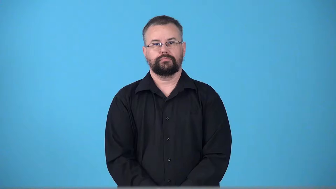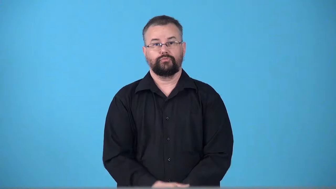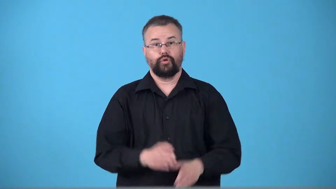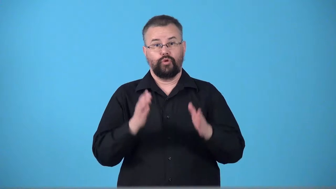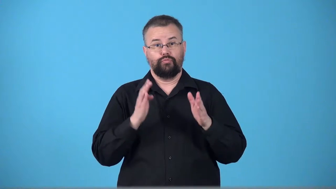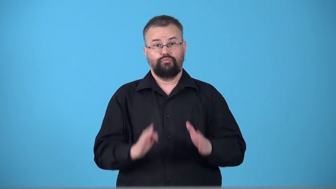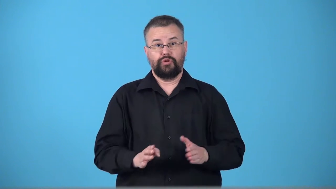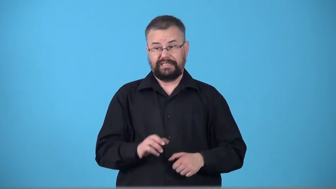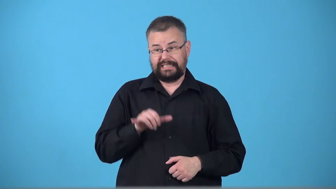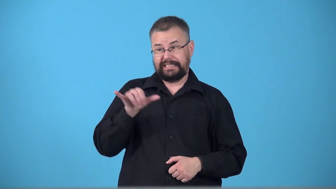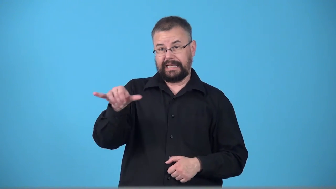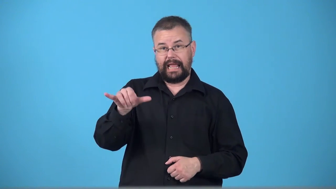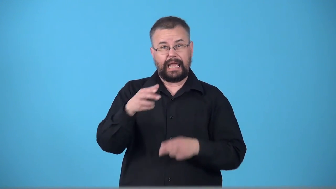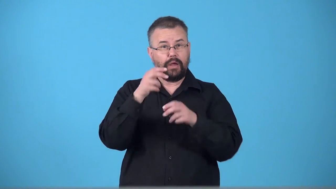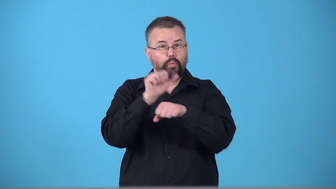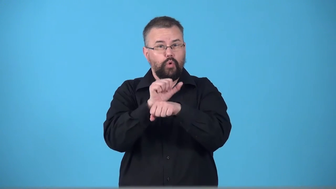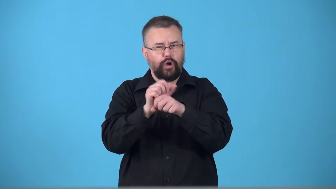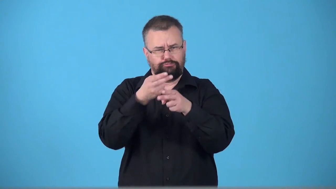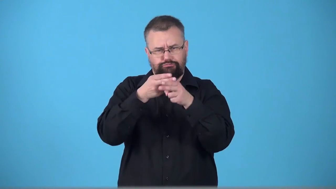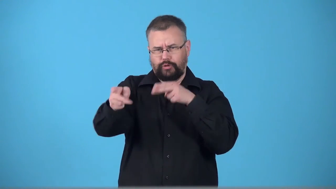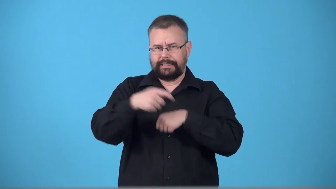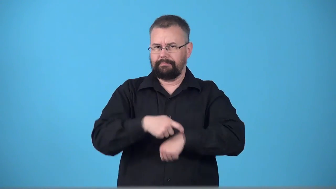transient-person not have home or job